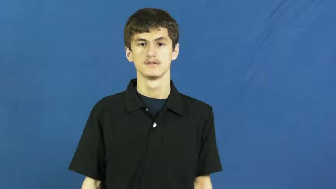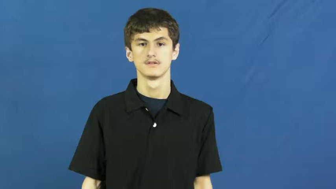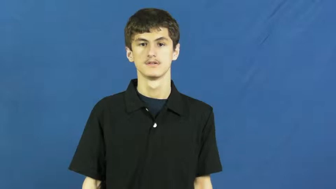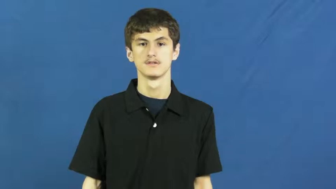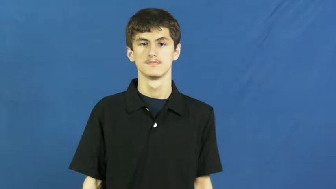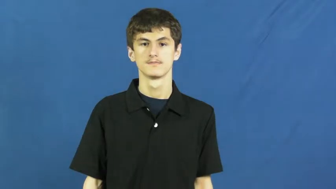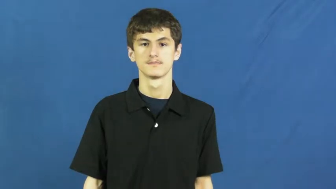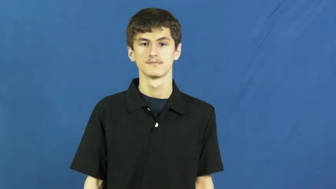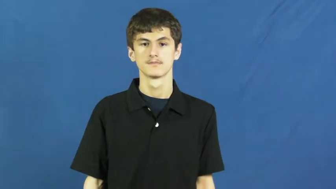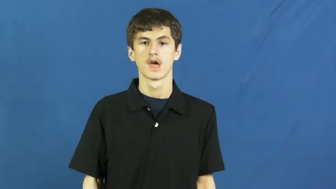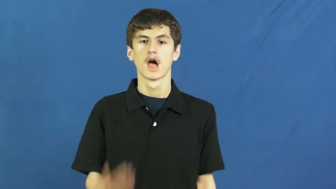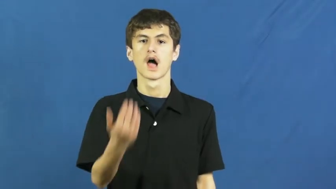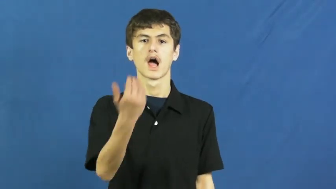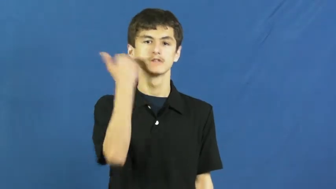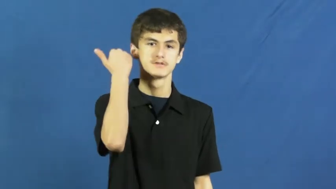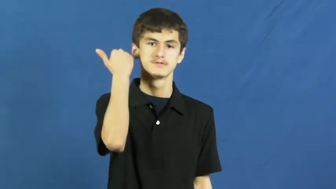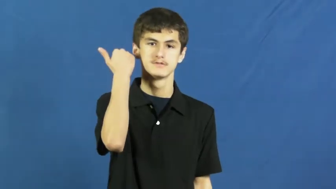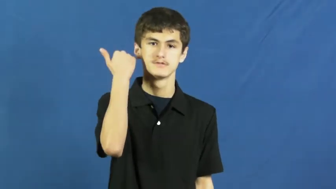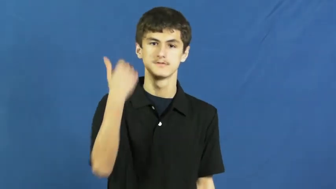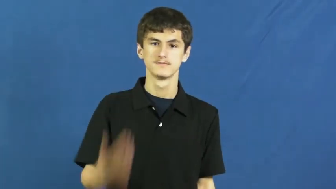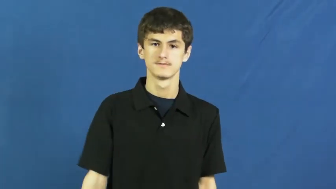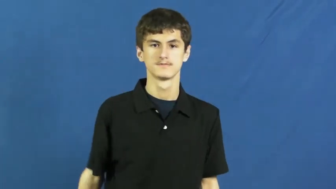wolf down,gulp down